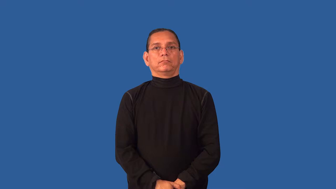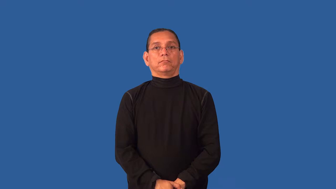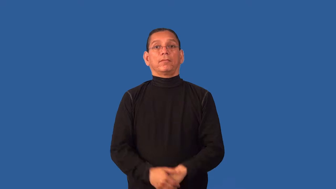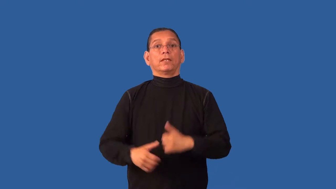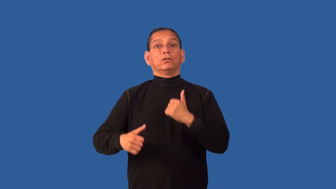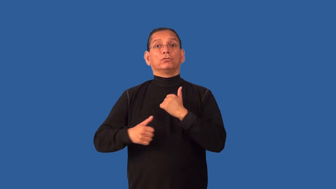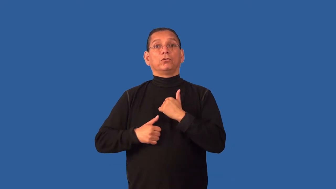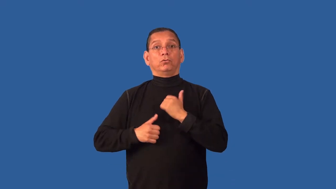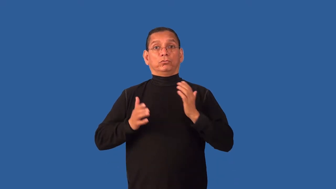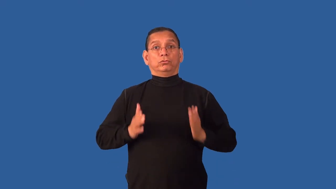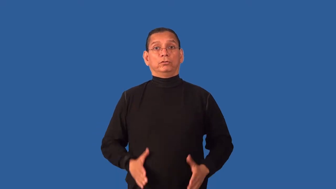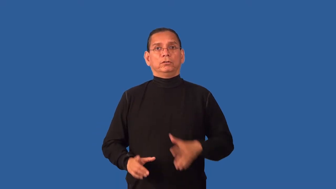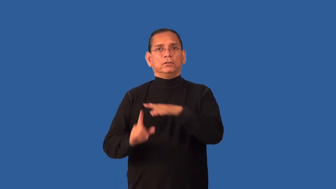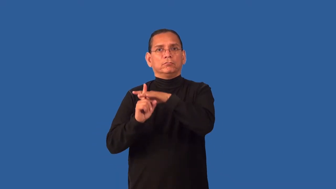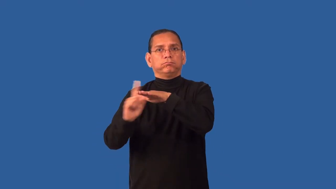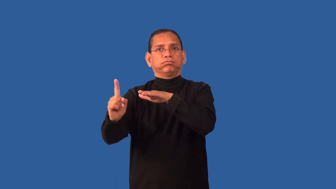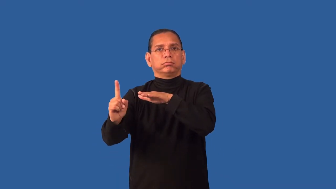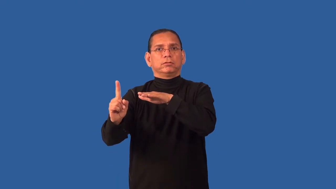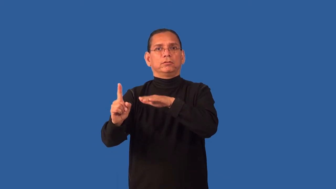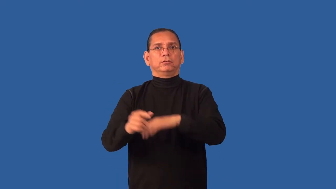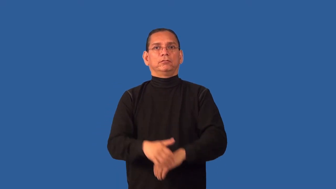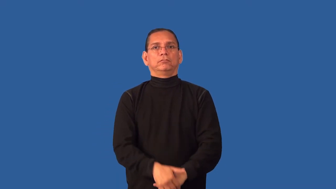desert-army